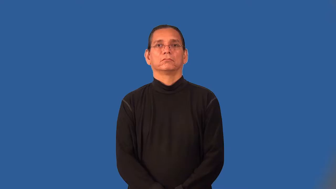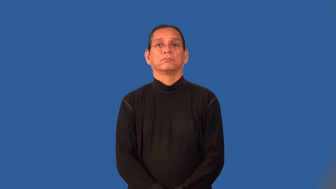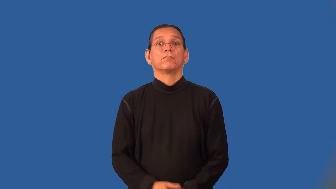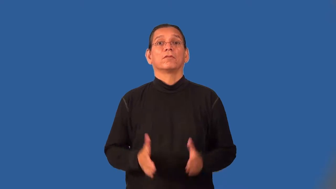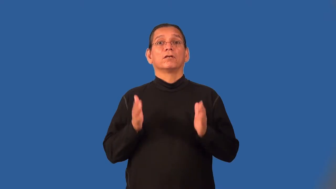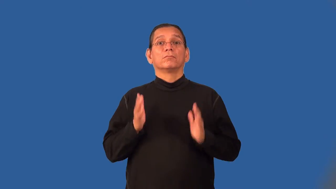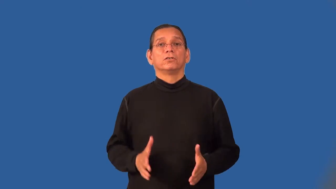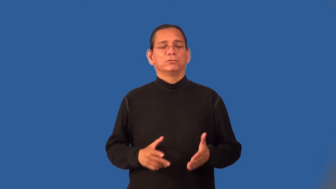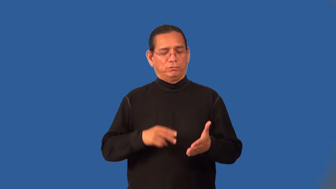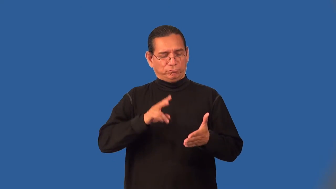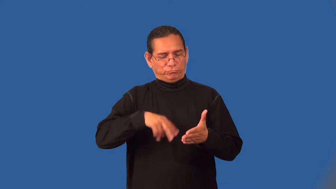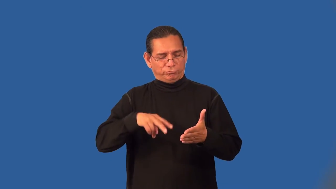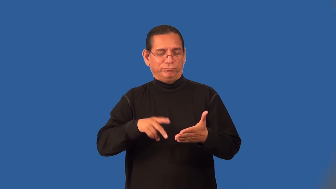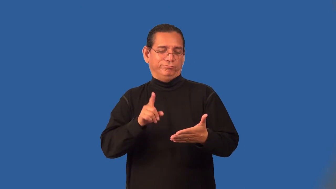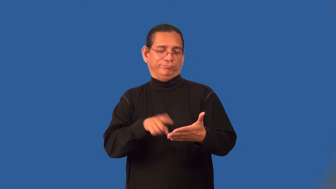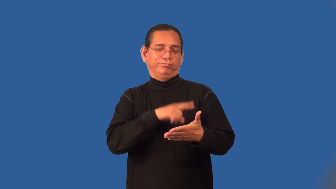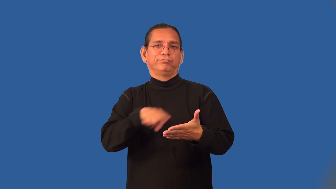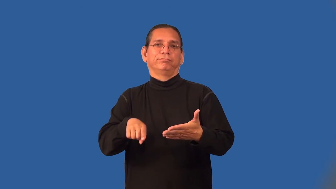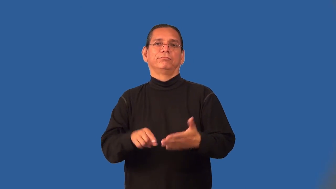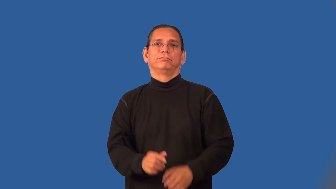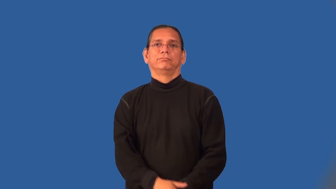proofreader